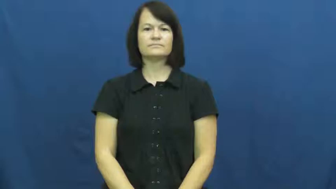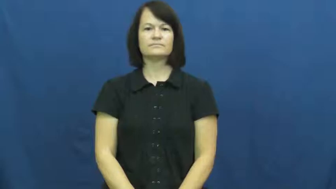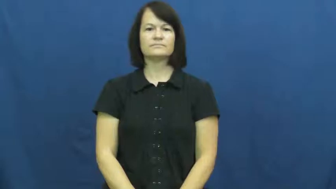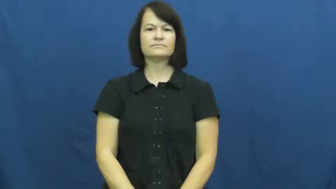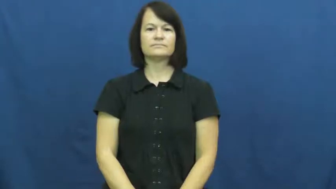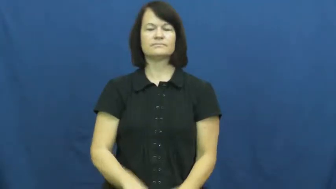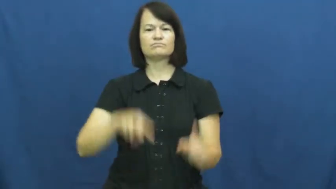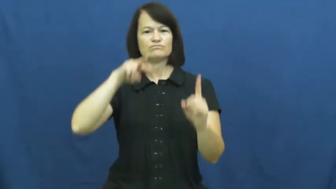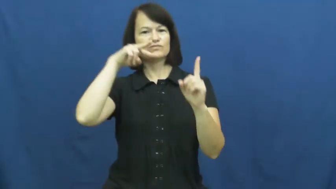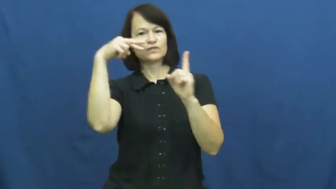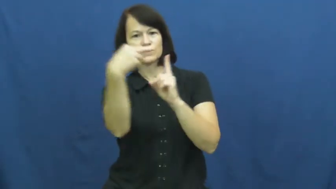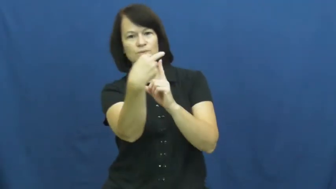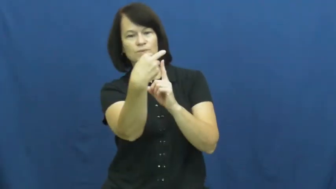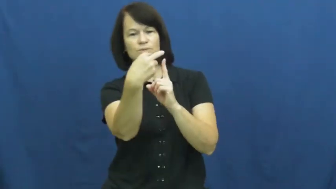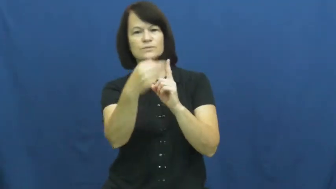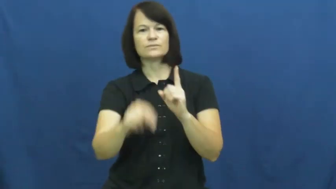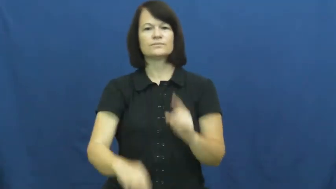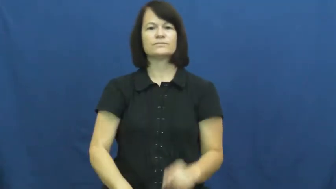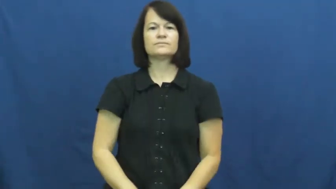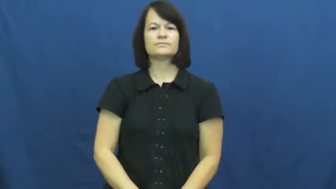view,viewpoint,point of view,perceive,slant,outlook,standpoint,cast,complexion